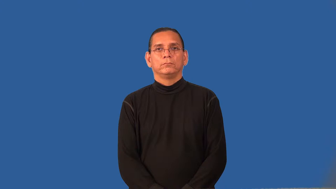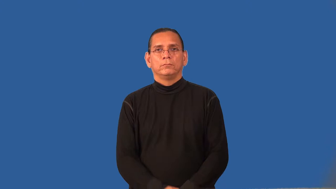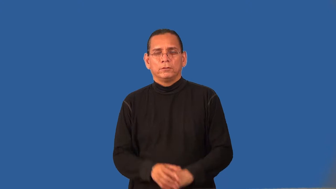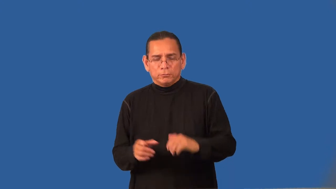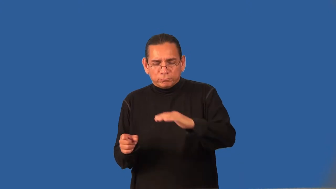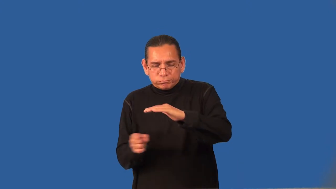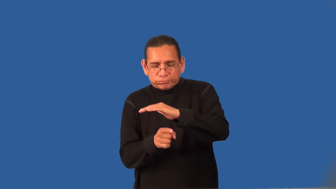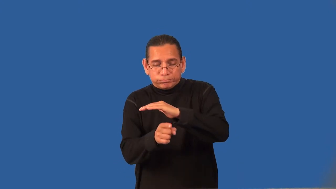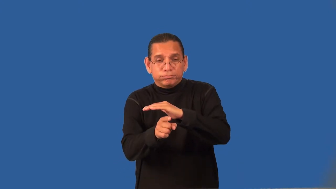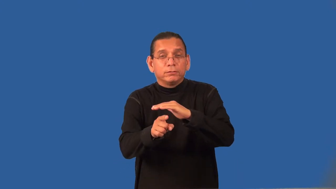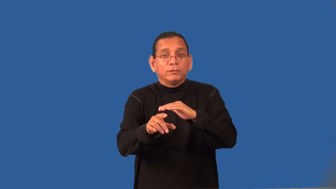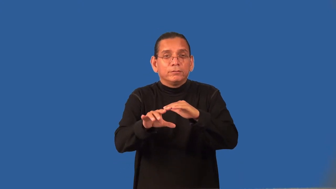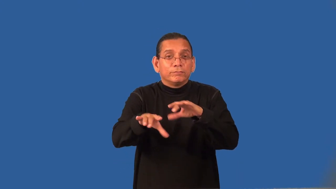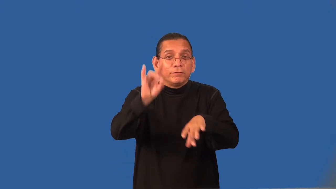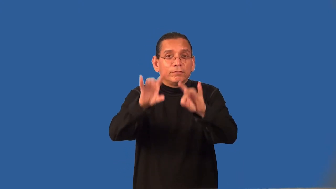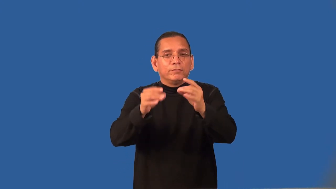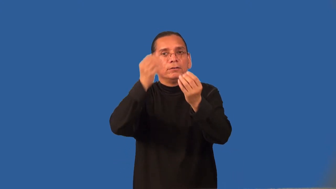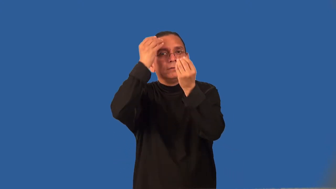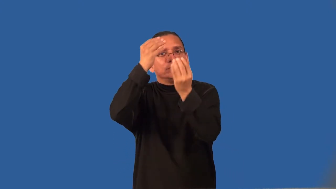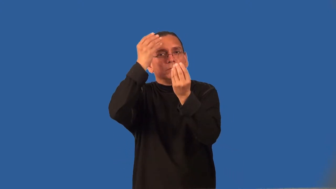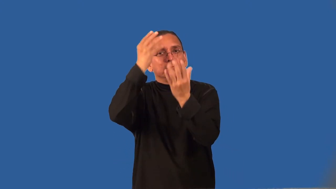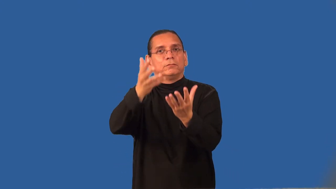reconnoiter